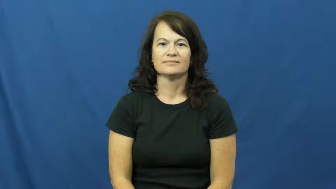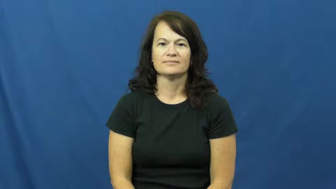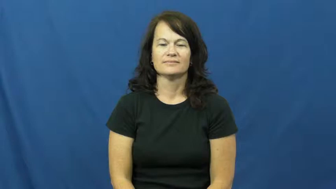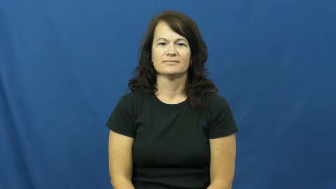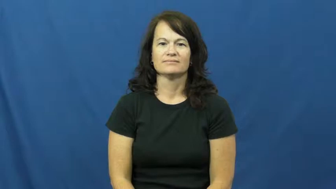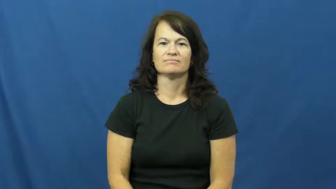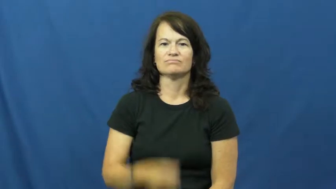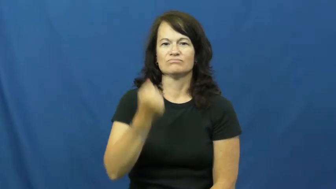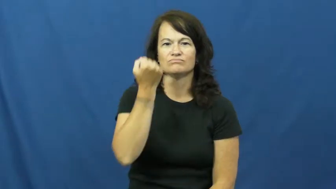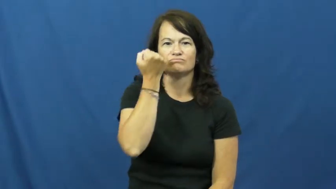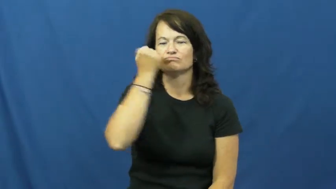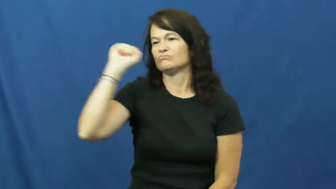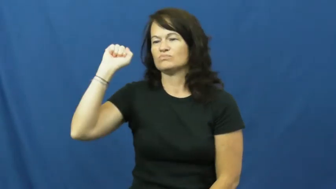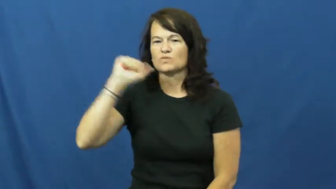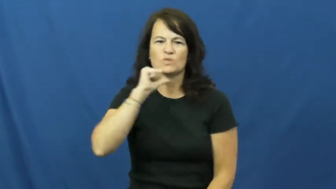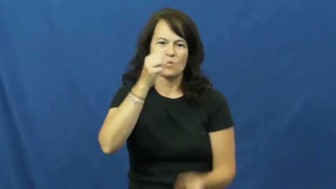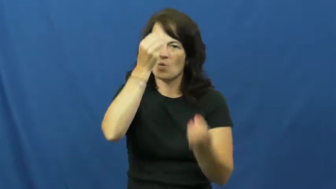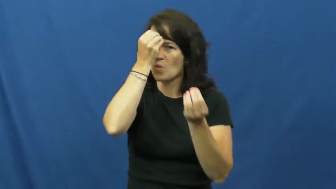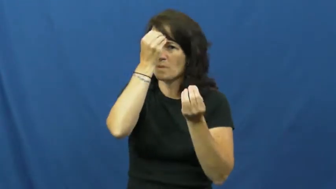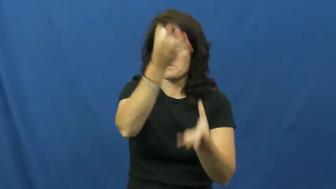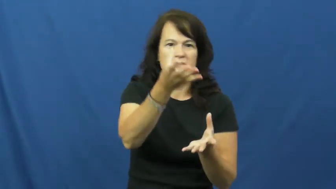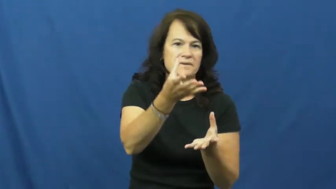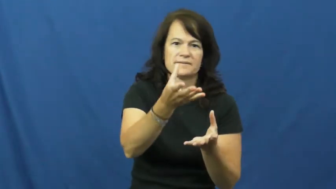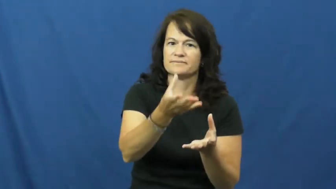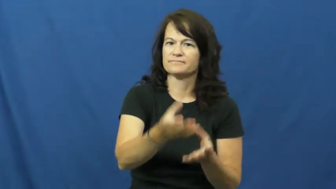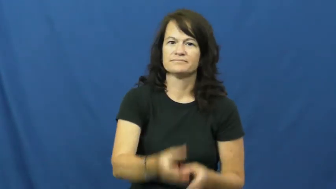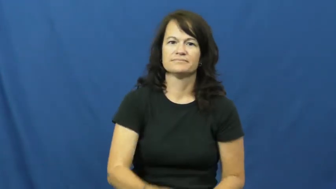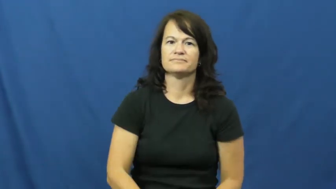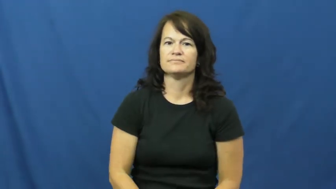disobey,froward,undutiful